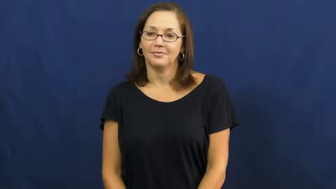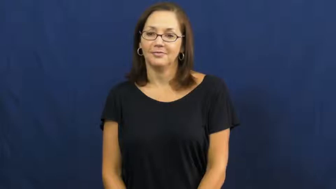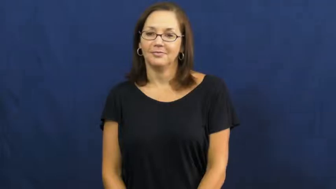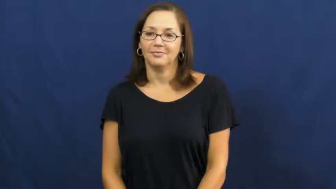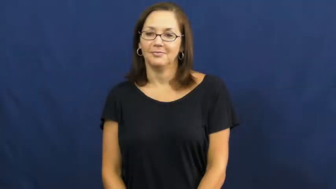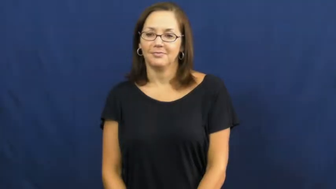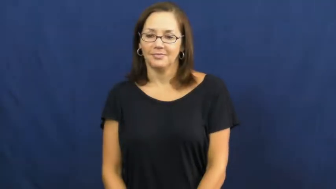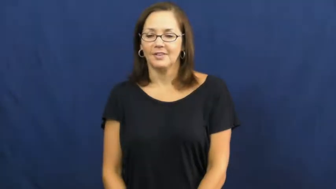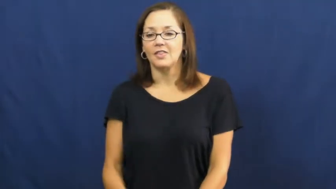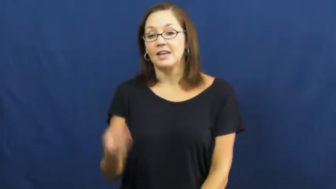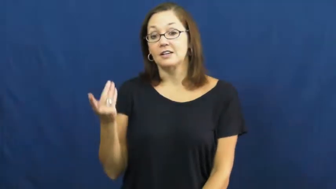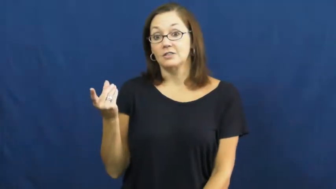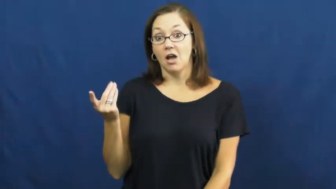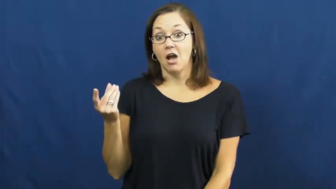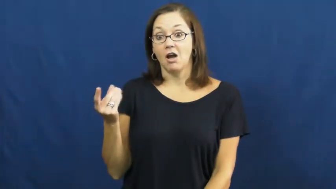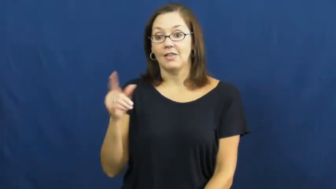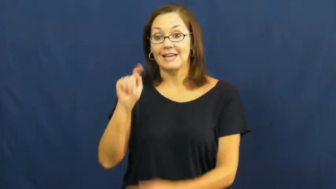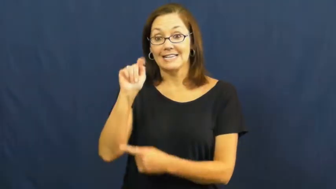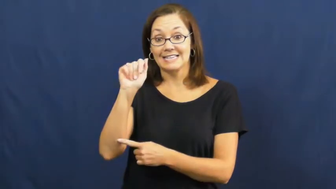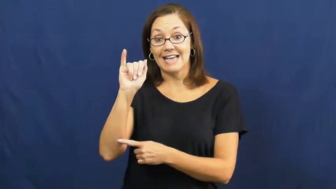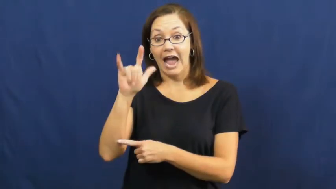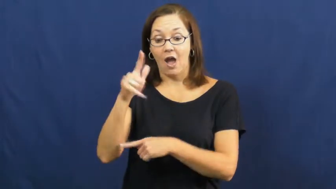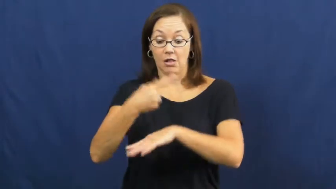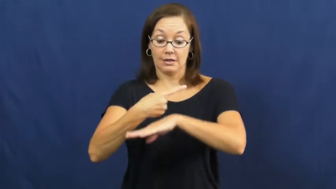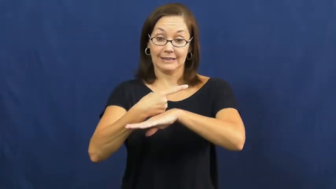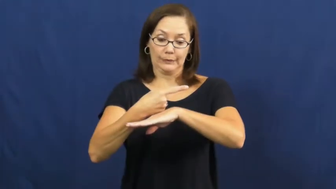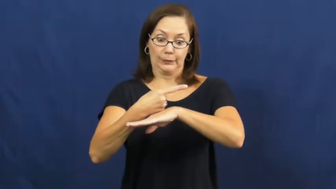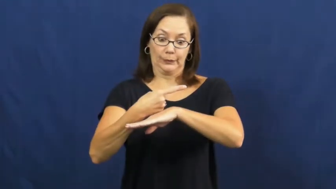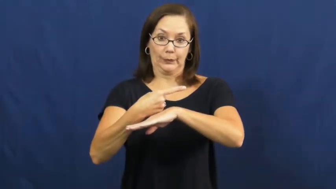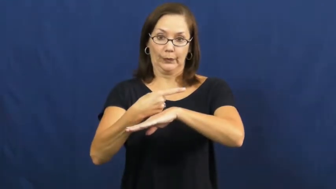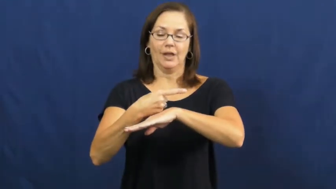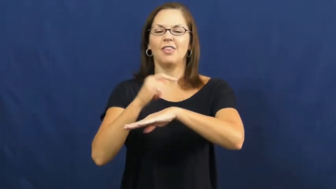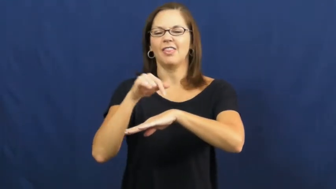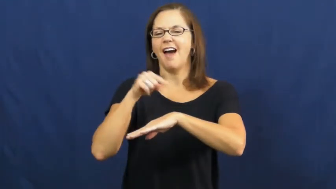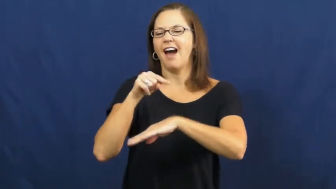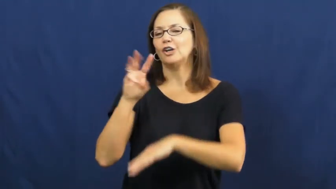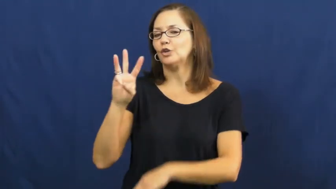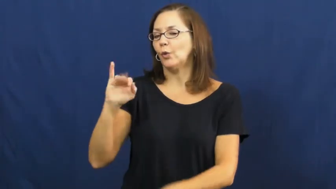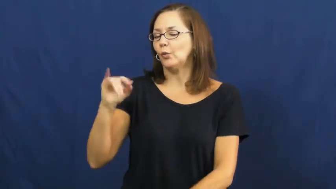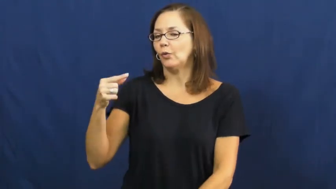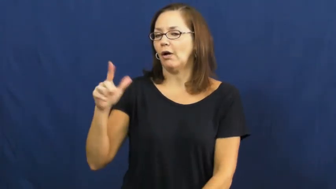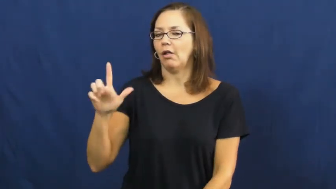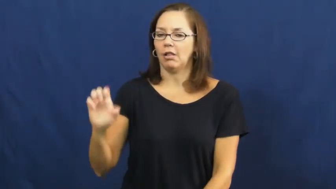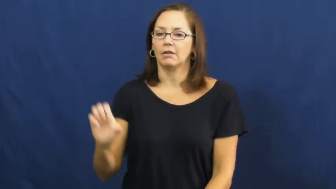wiggle,waggle,wigwag-tail